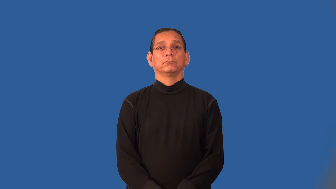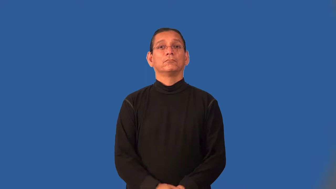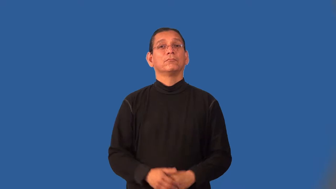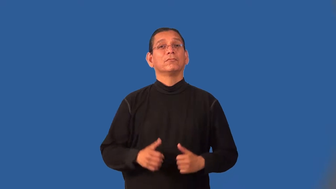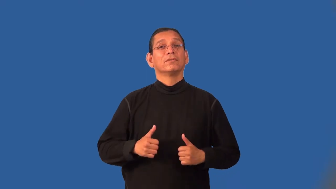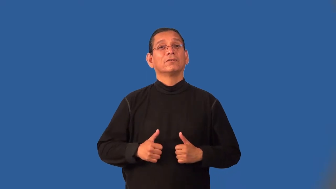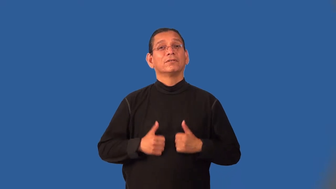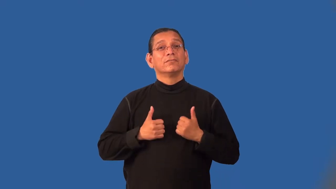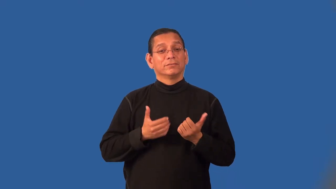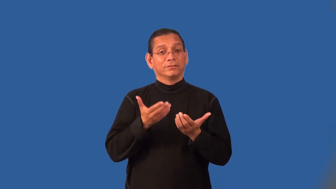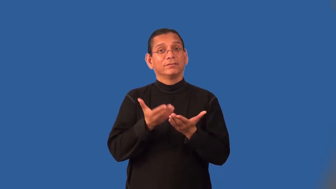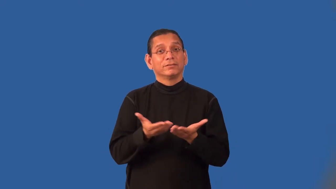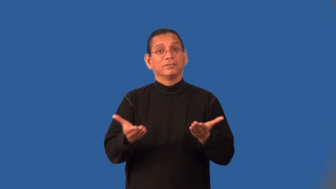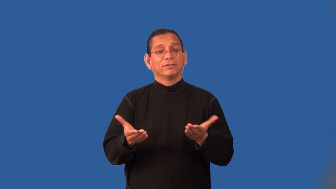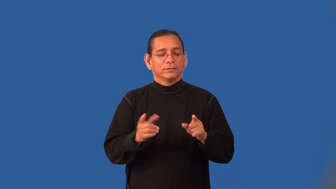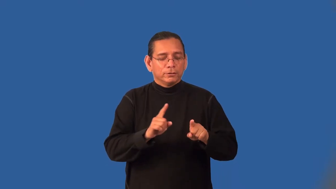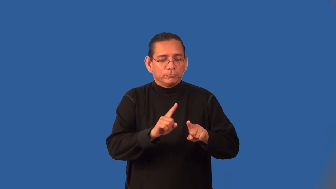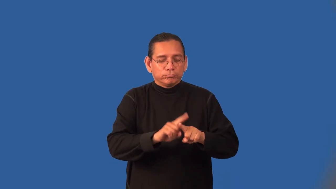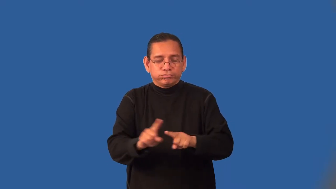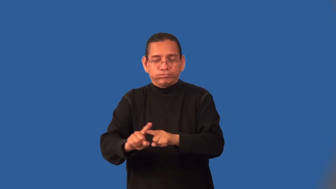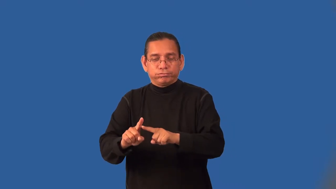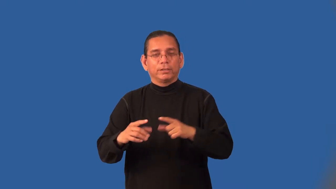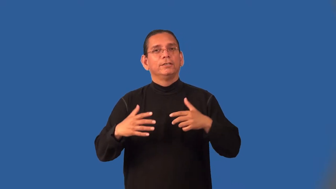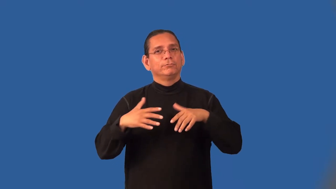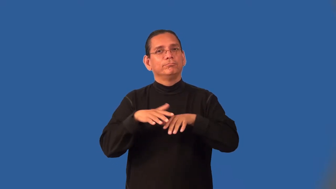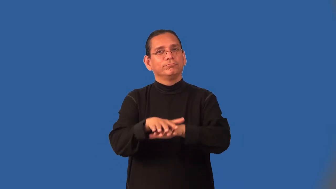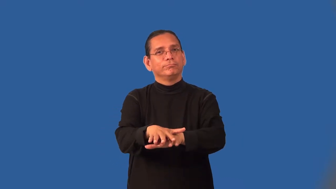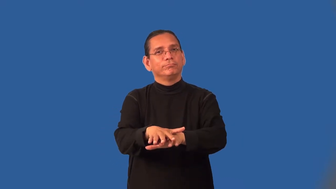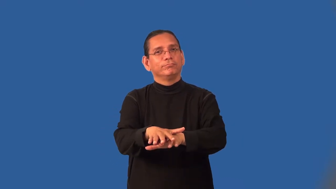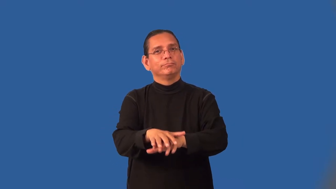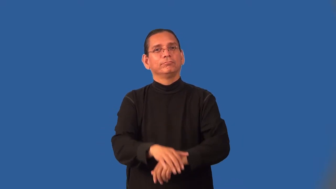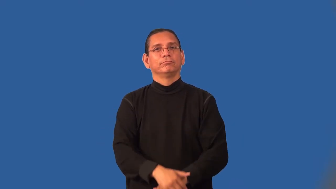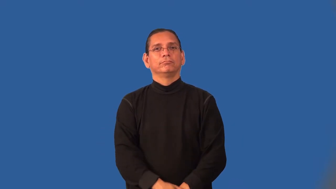interspecies